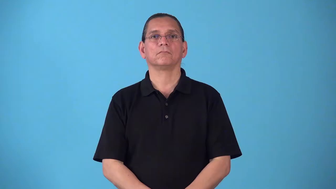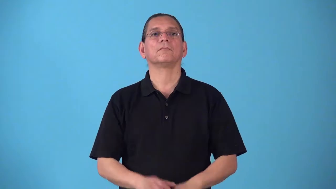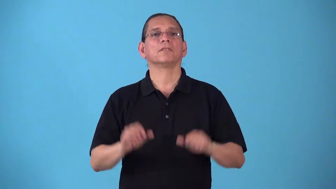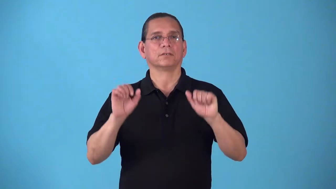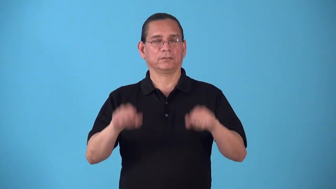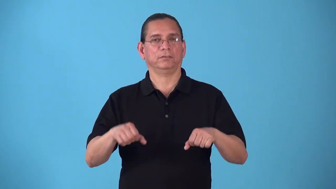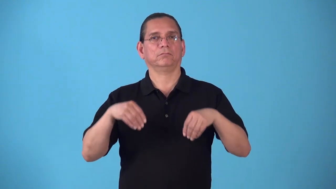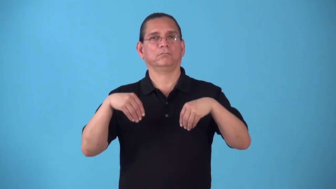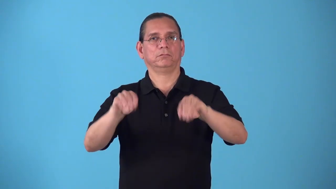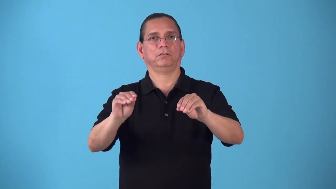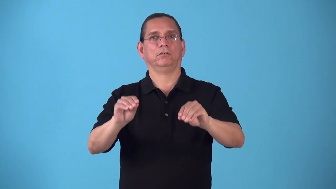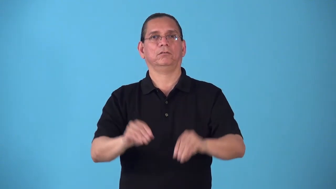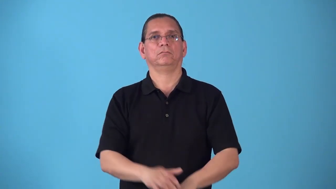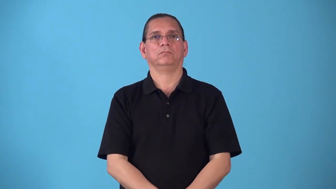sellable,merchantable,saleable,vendible